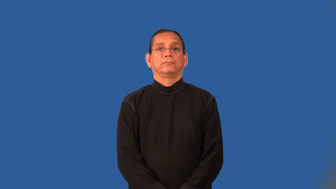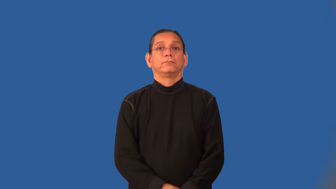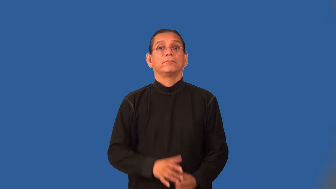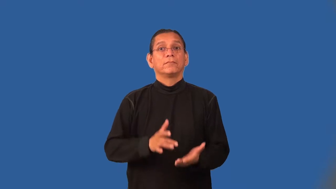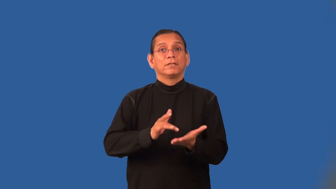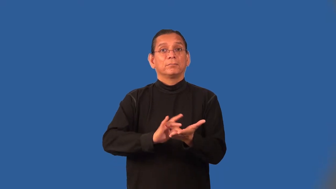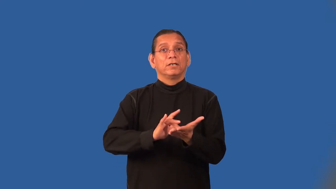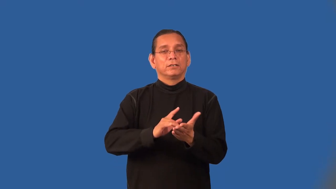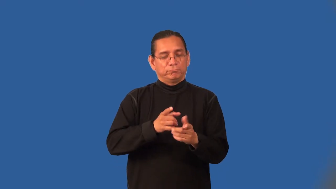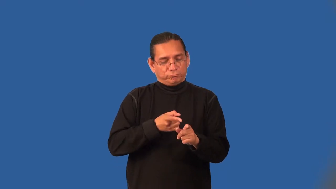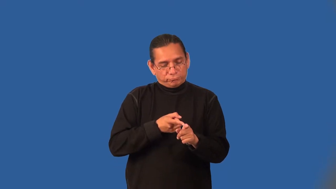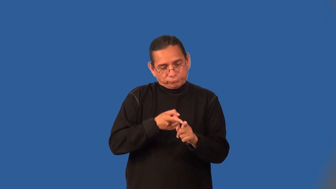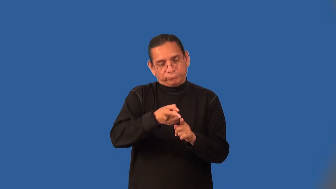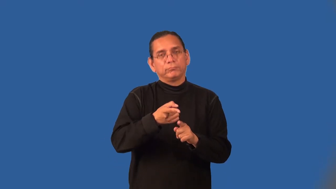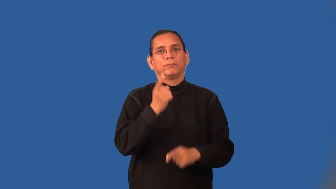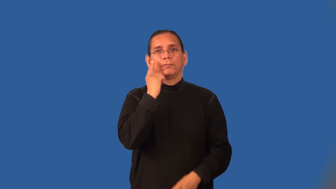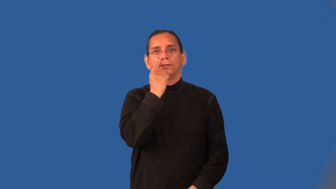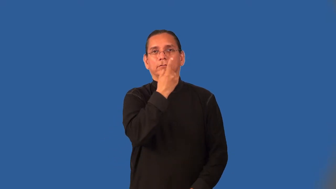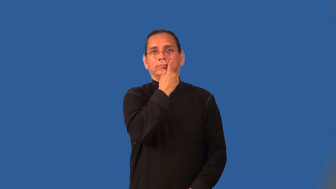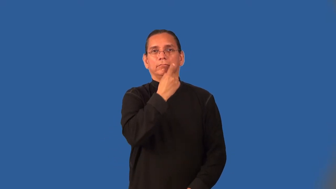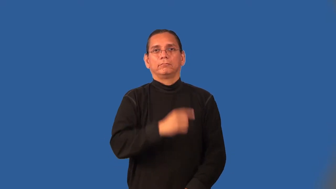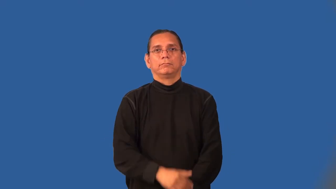optometry